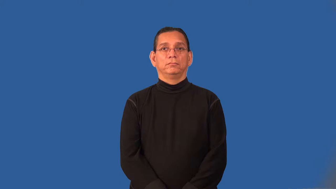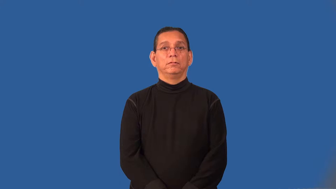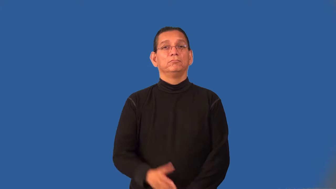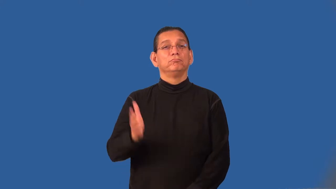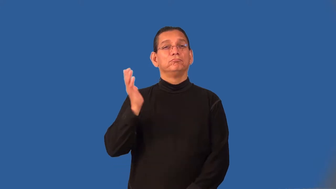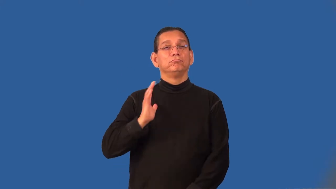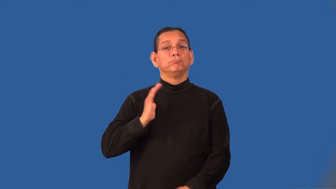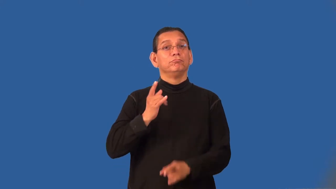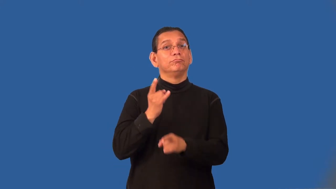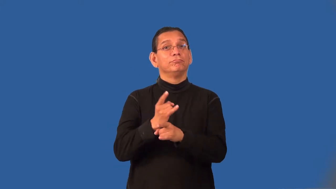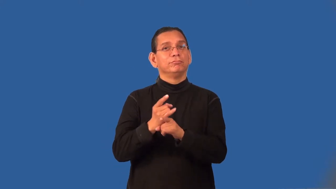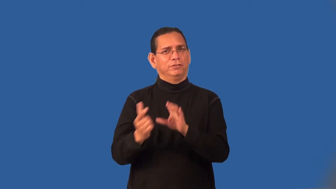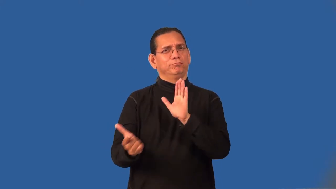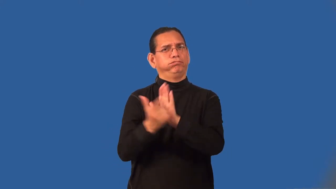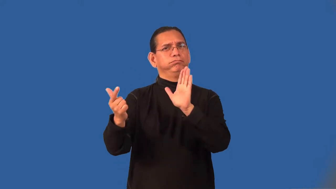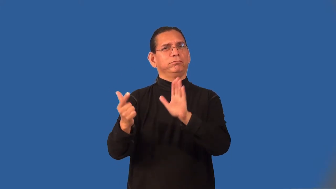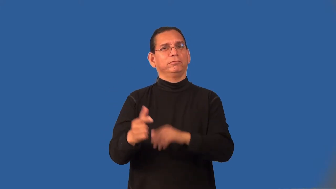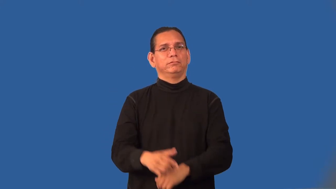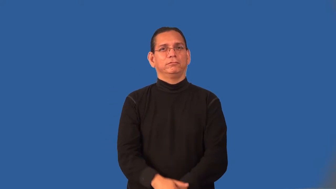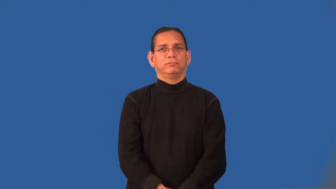prohibition-liquor